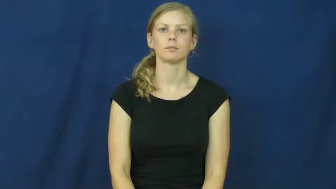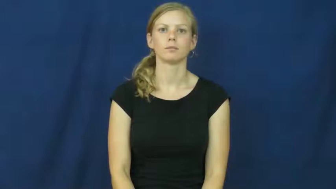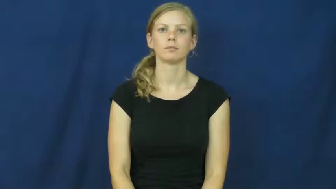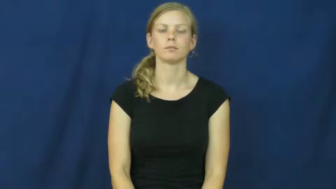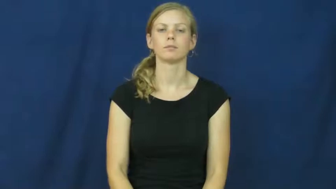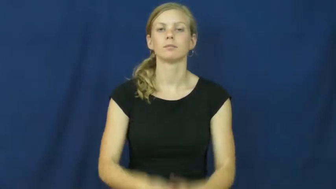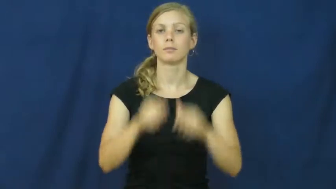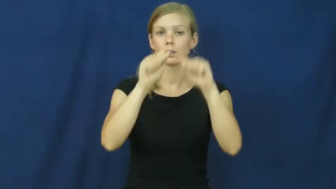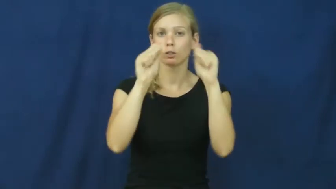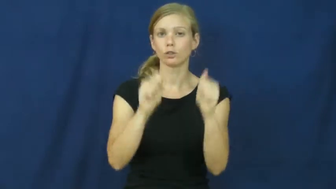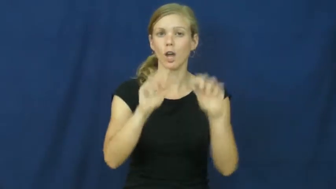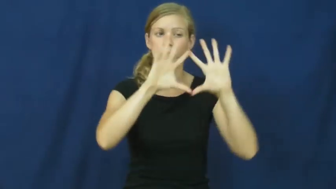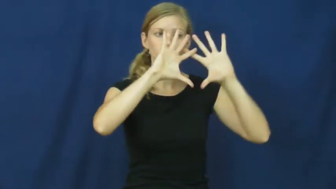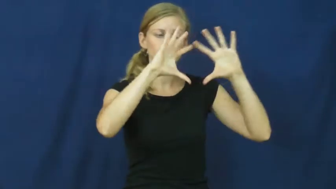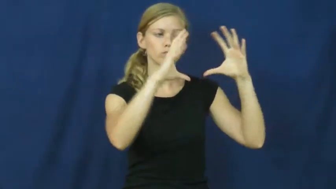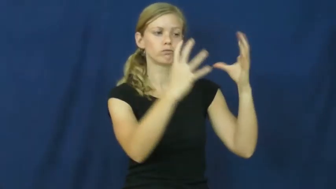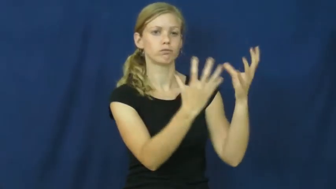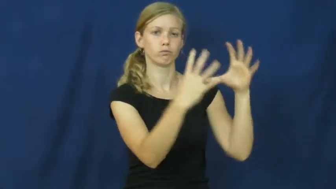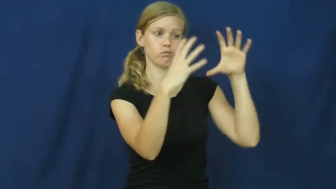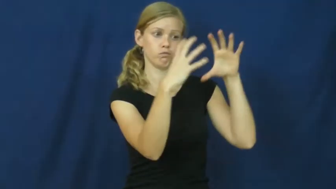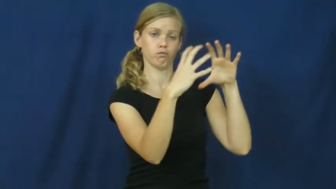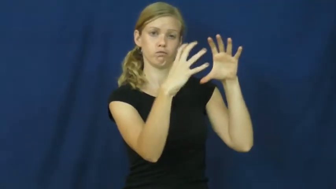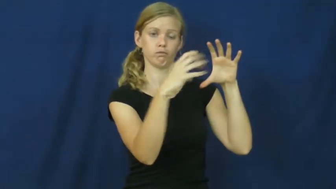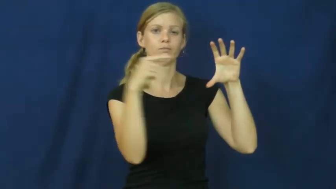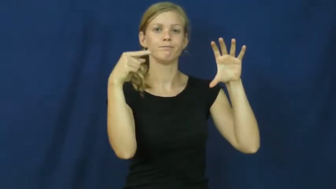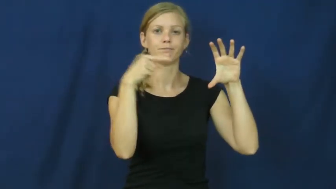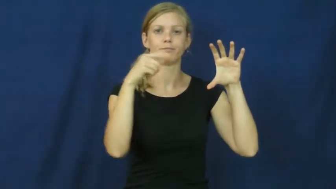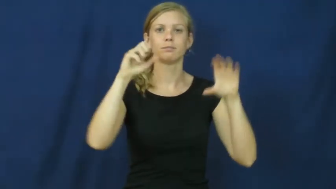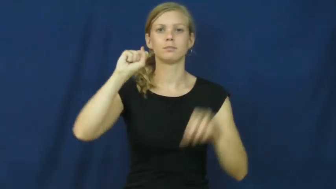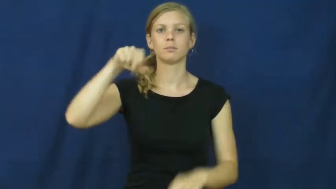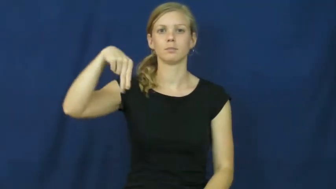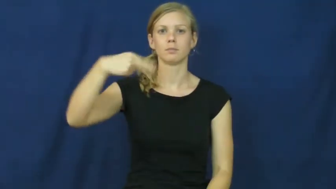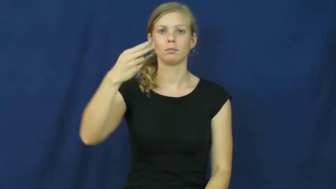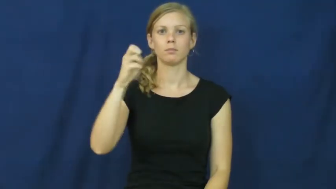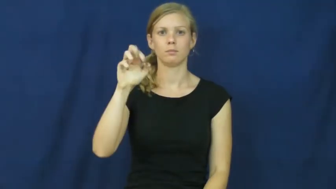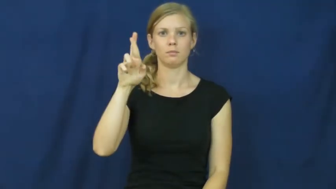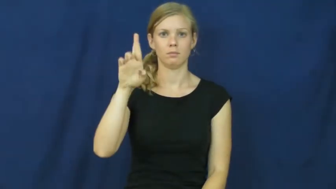sphere